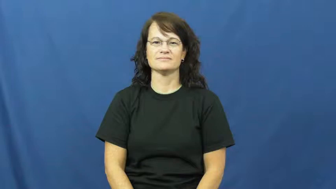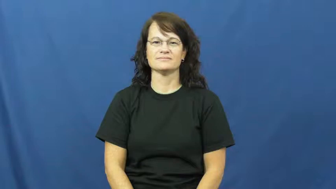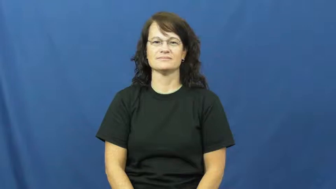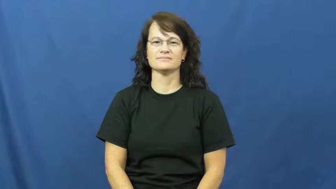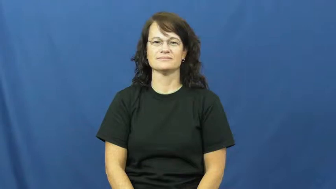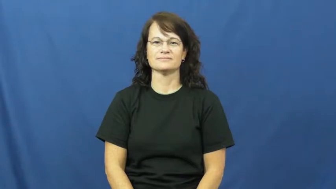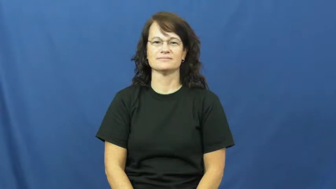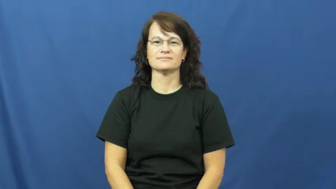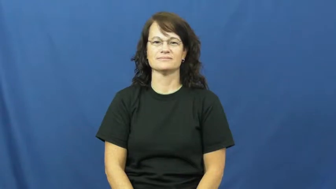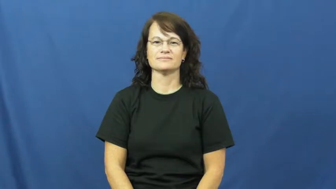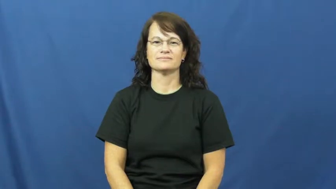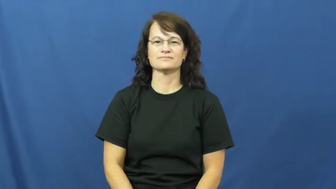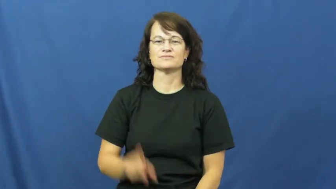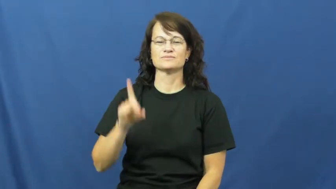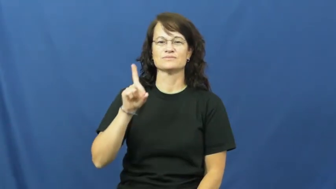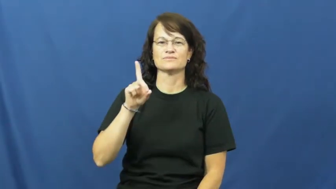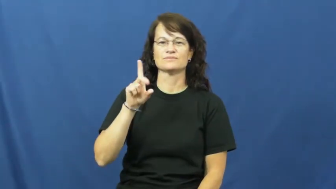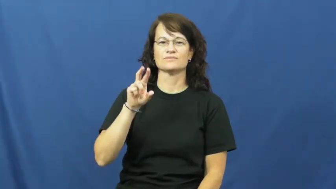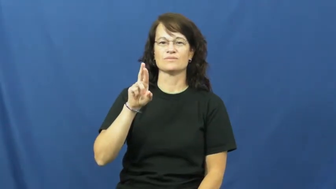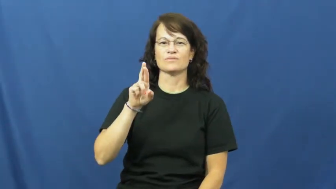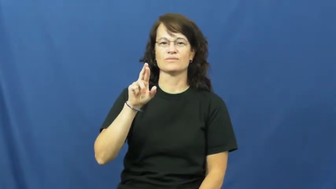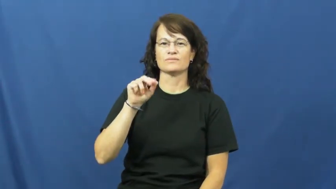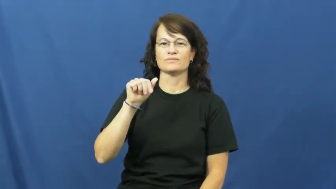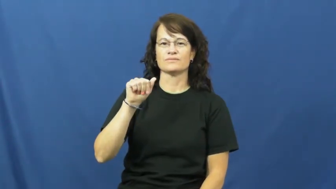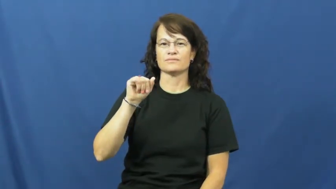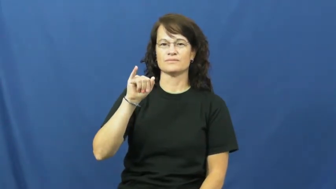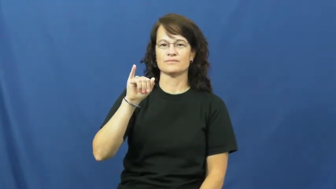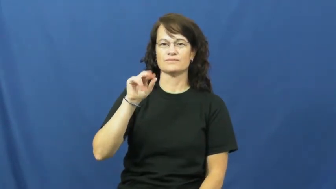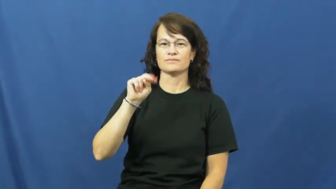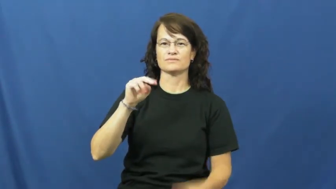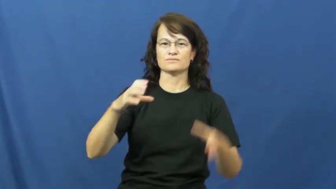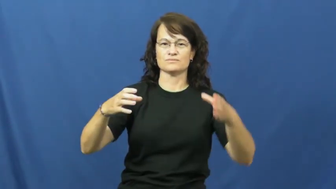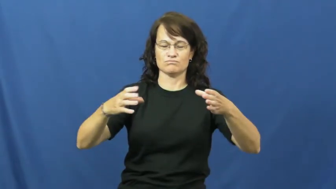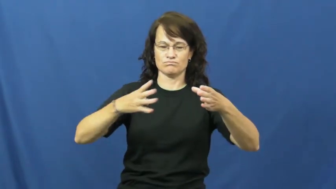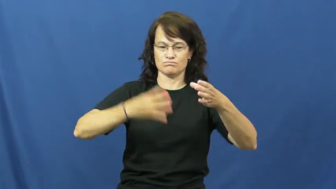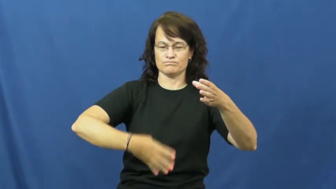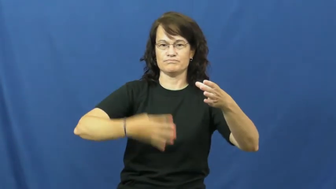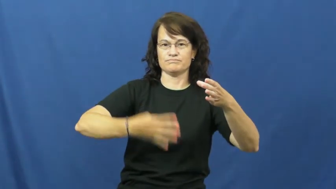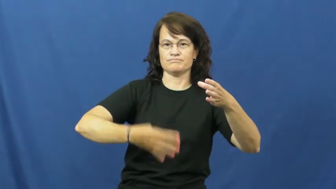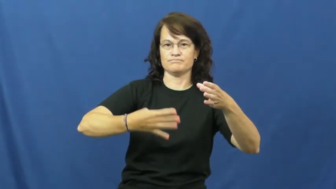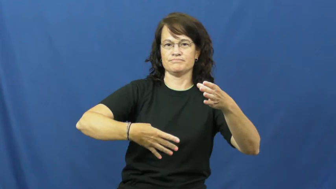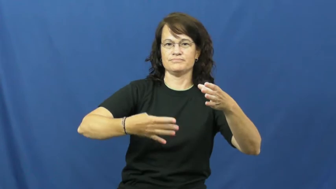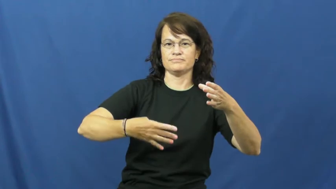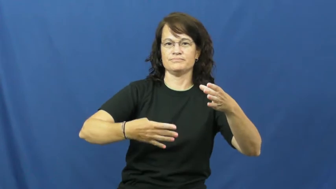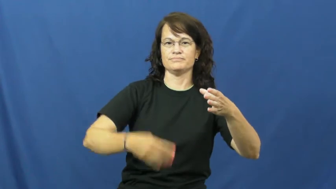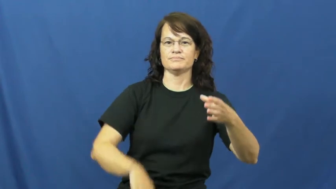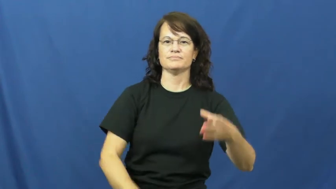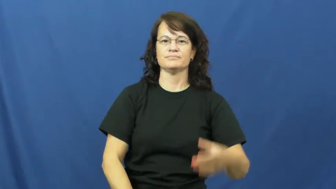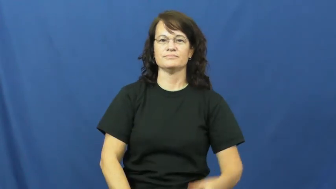drain,bleed out